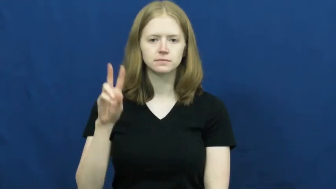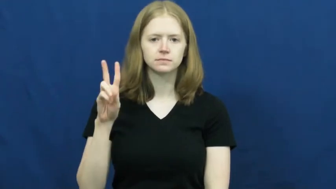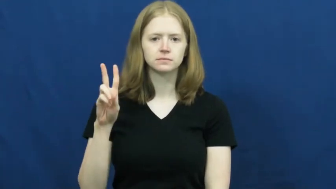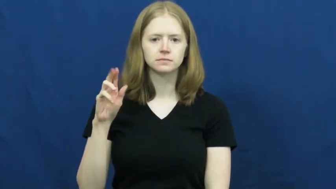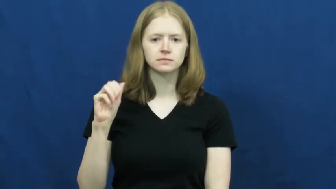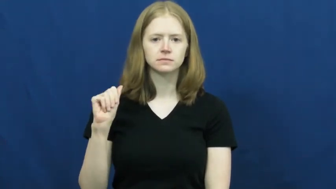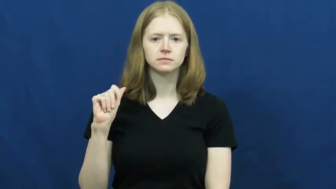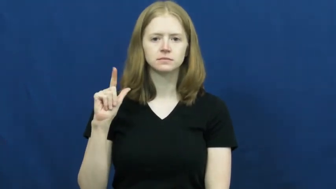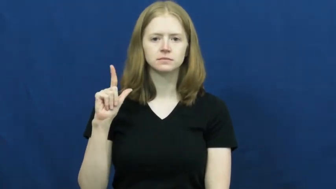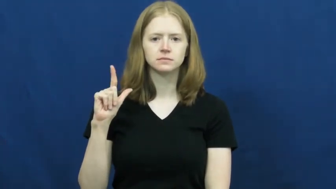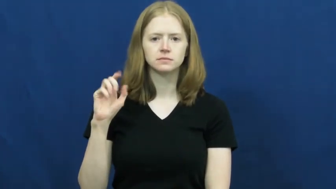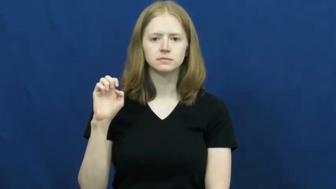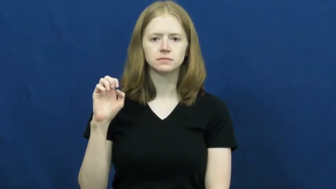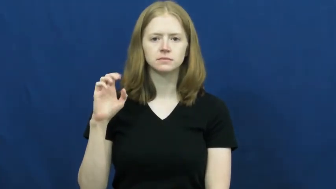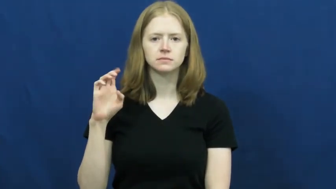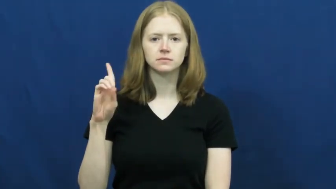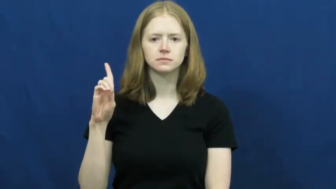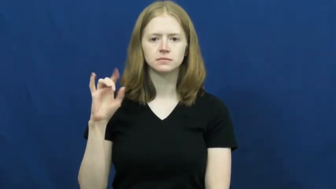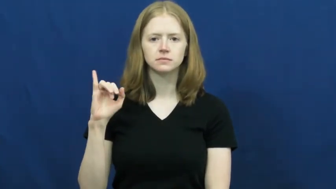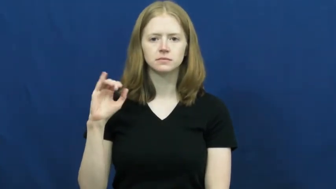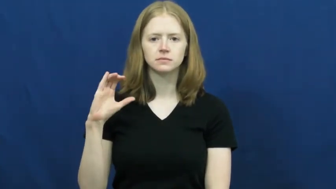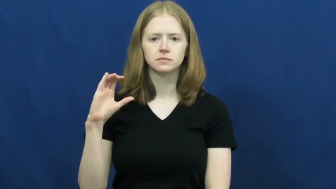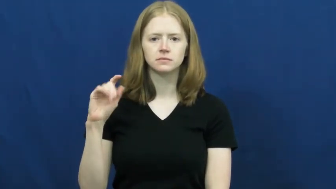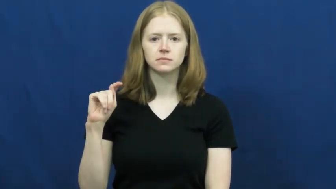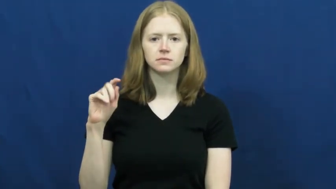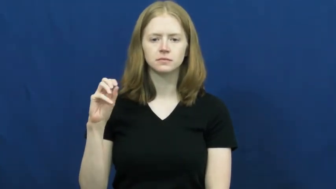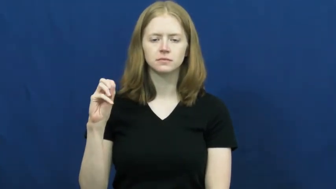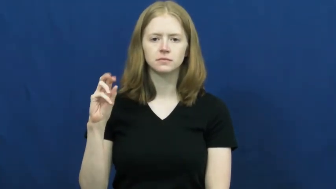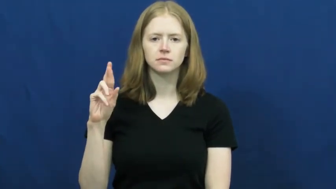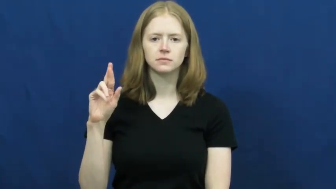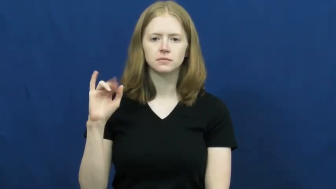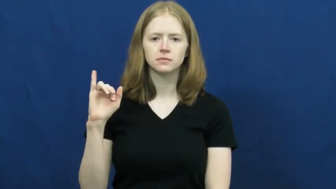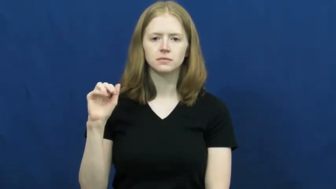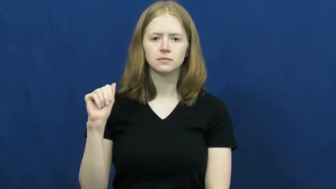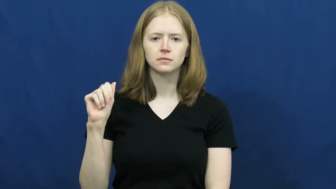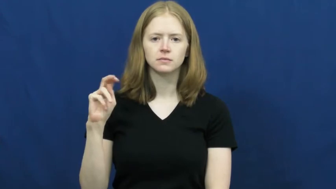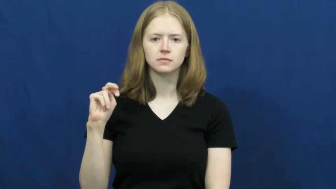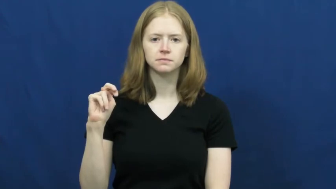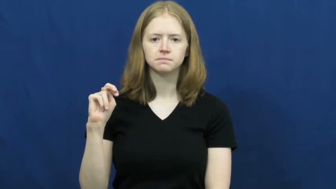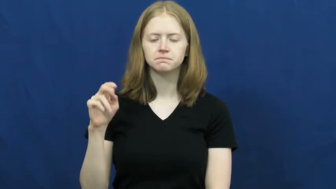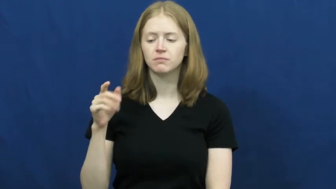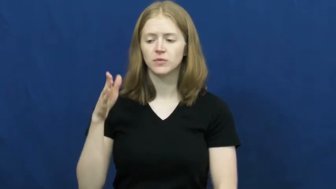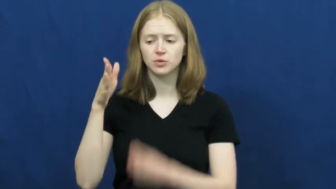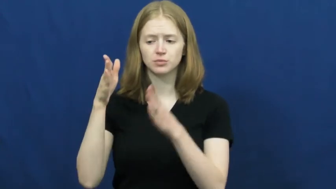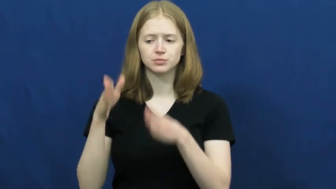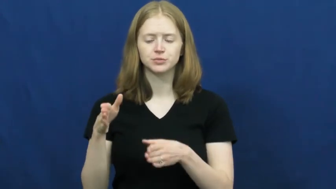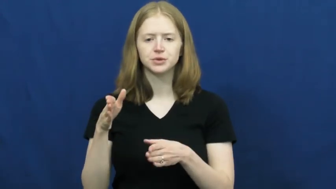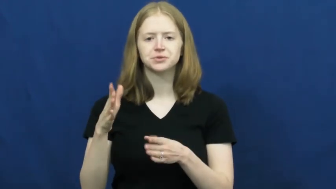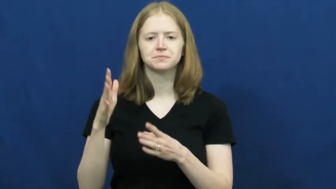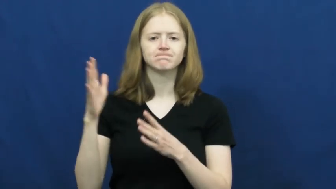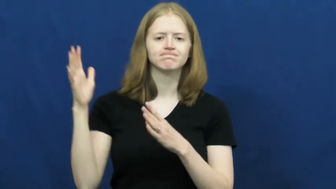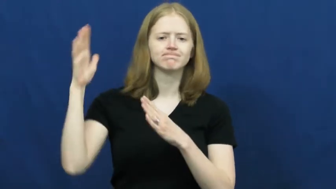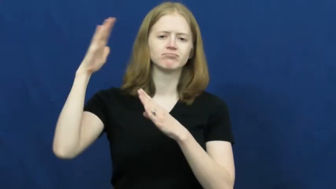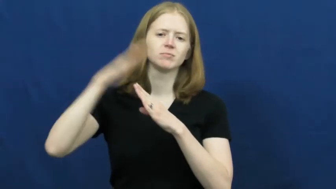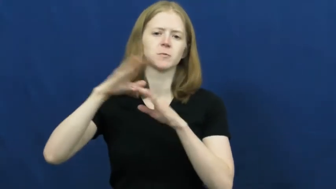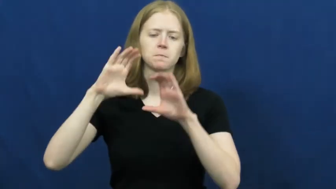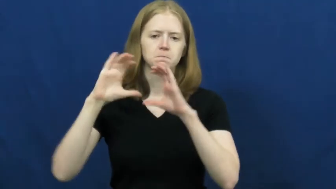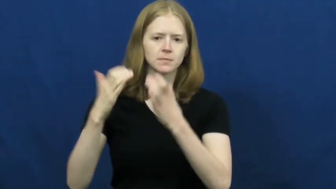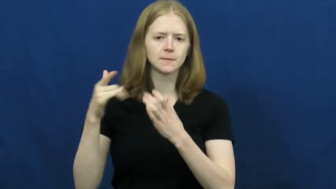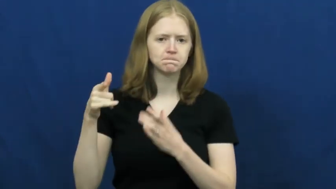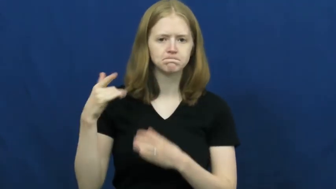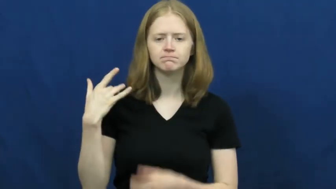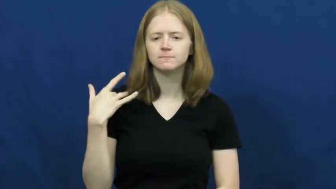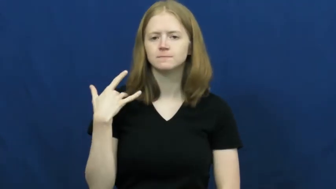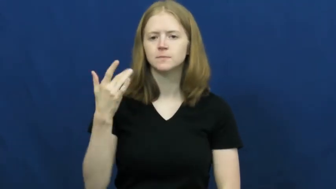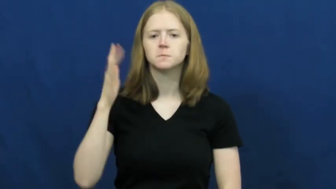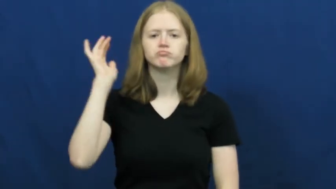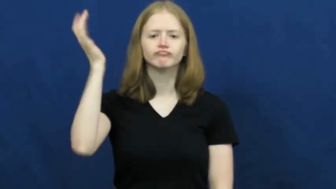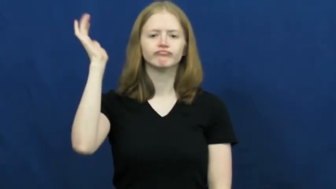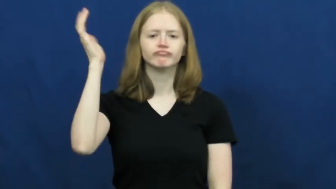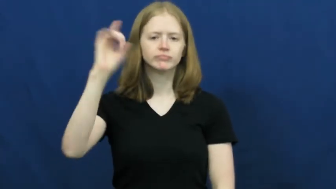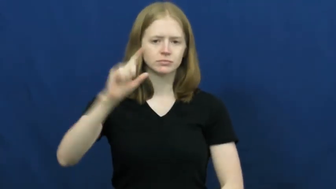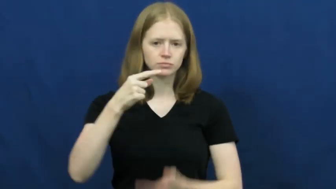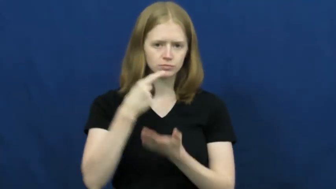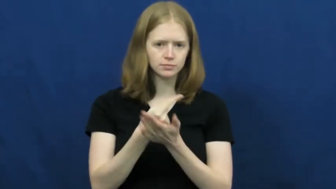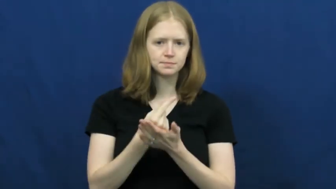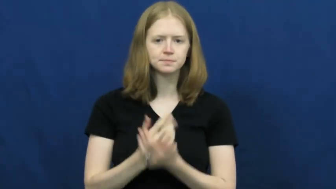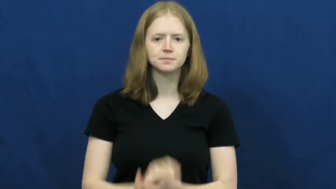valedictorian